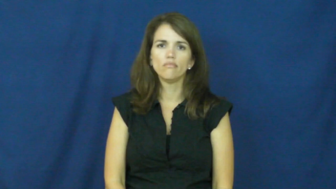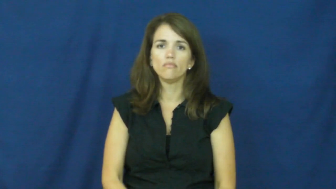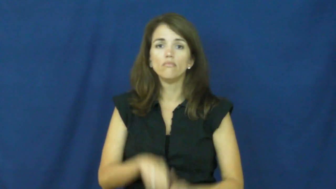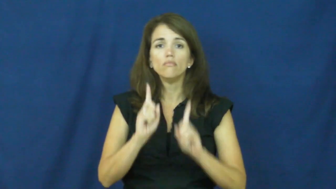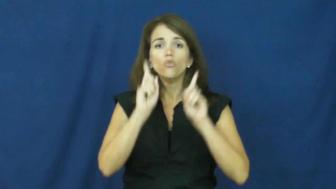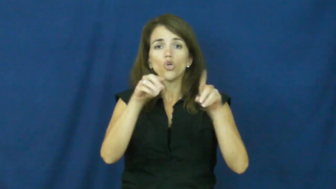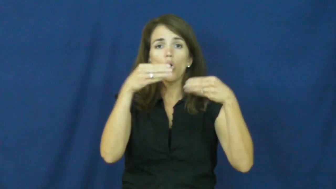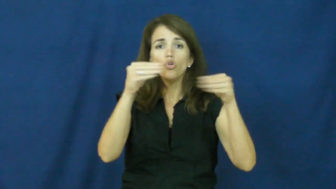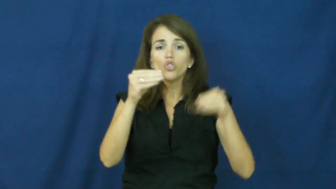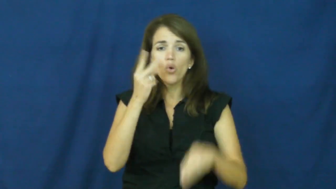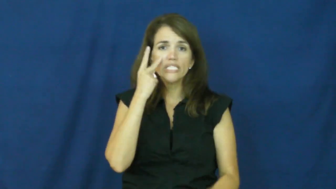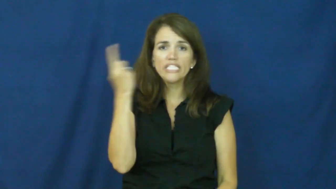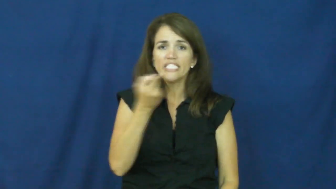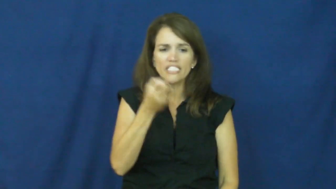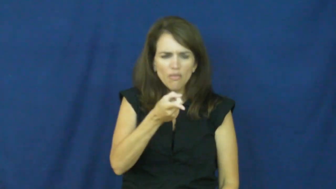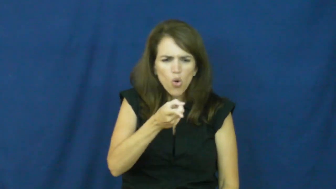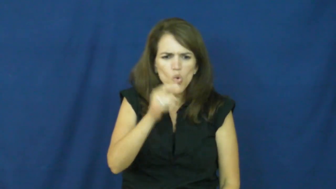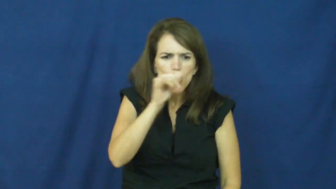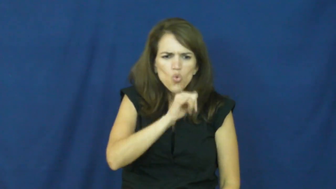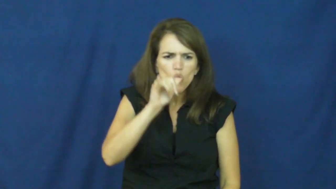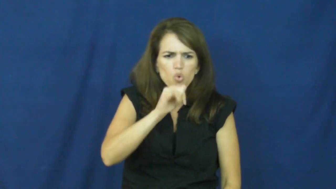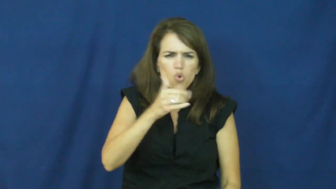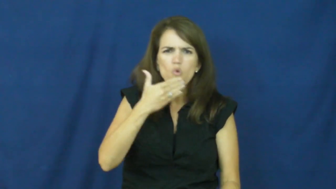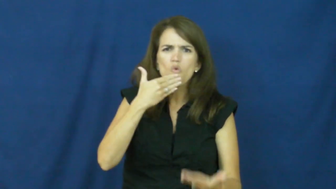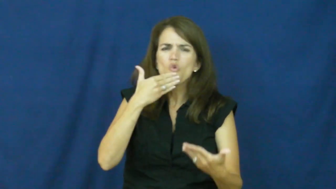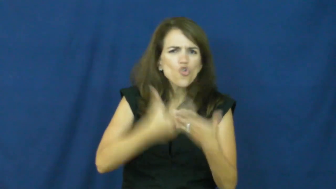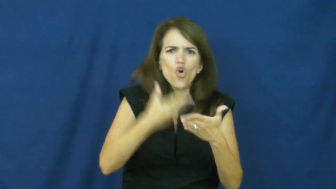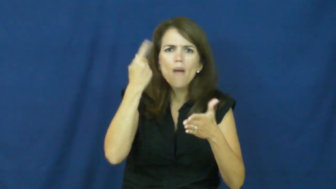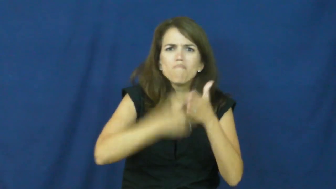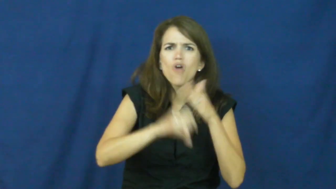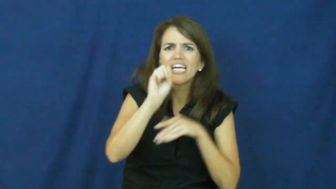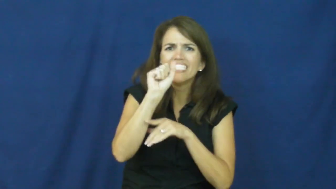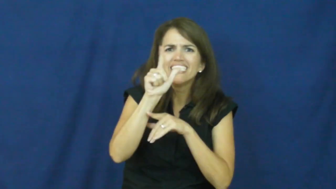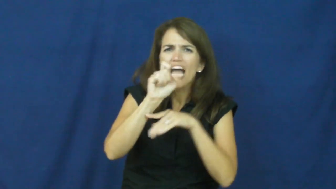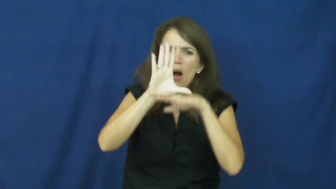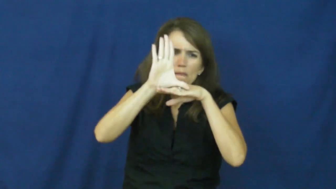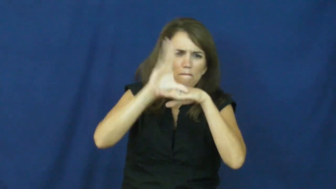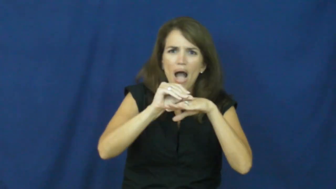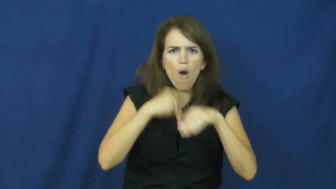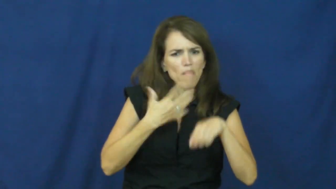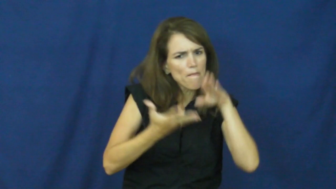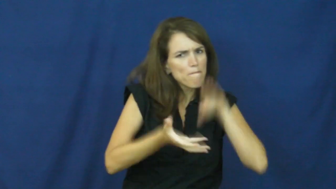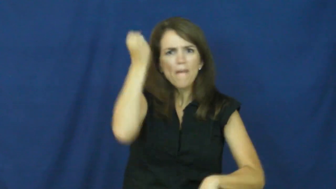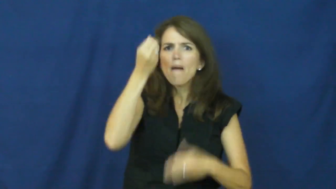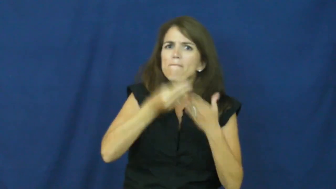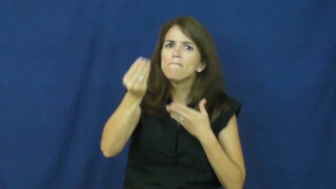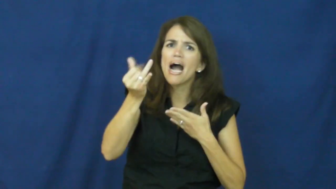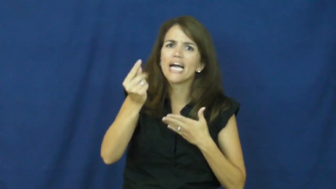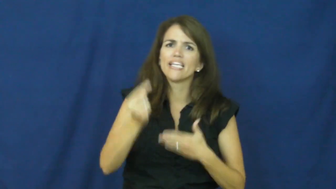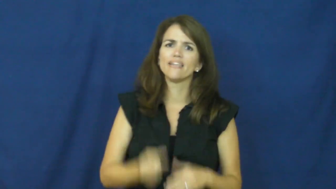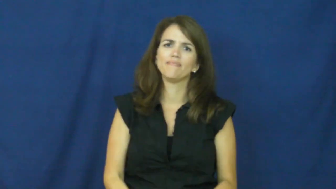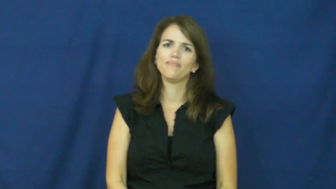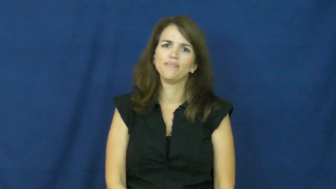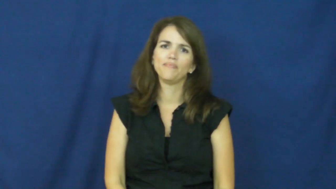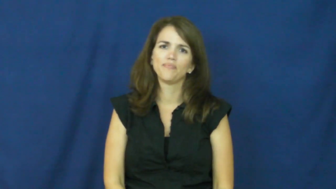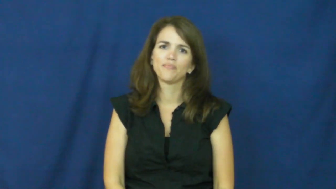"a steal", "a buy"